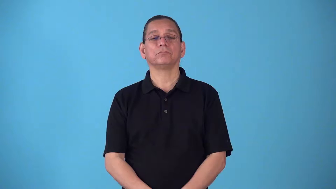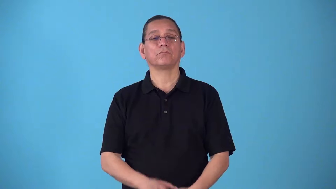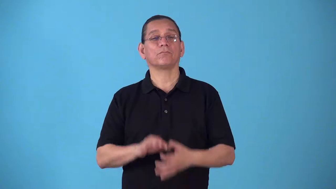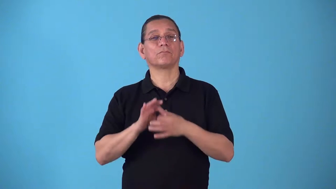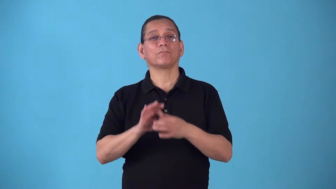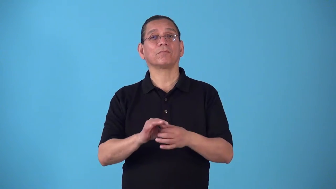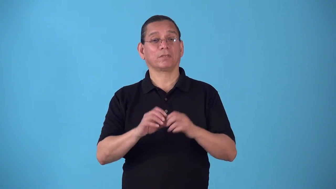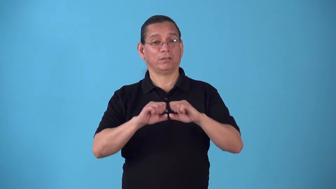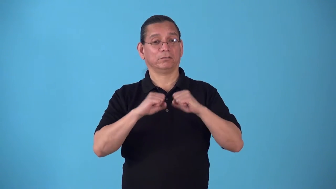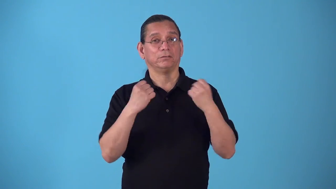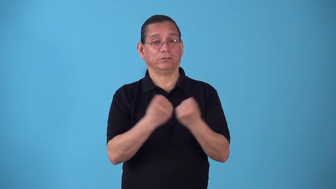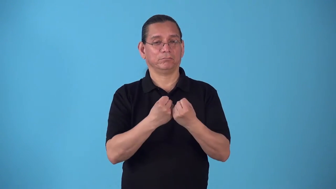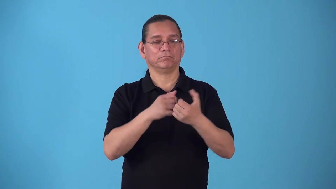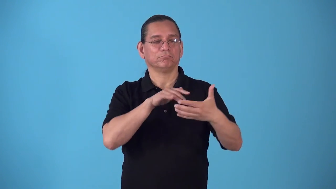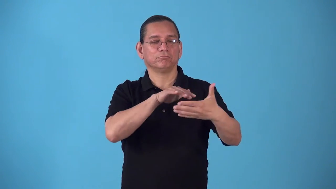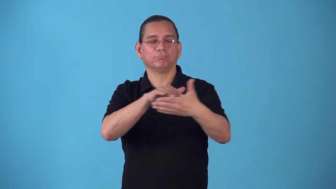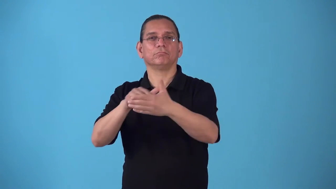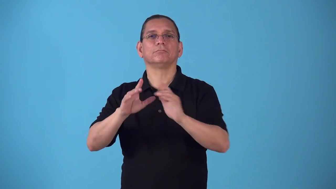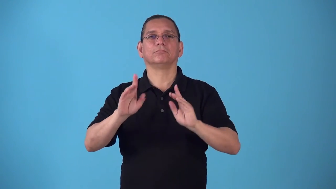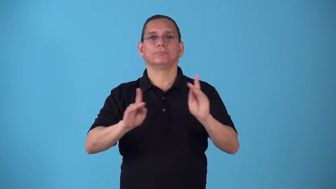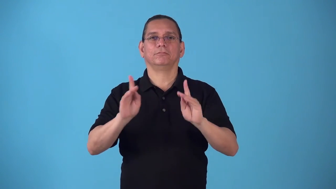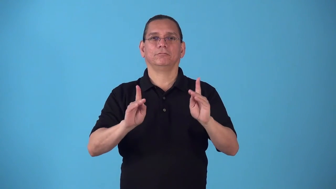sociological